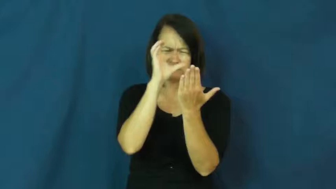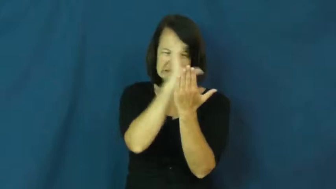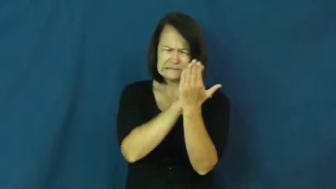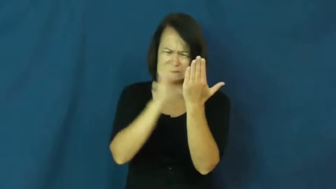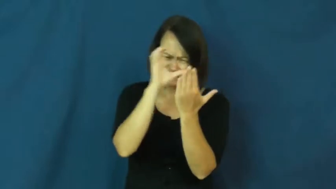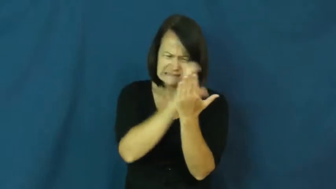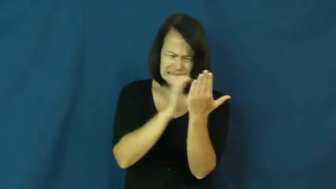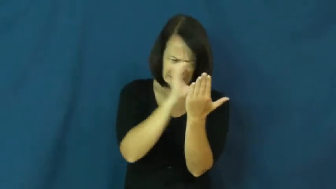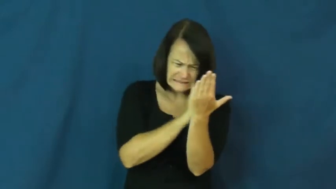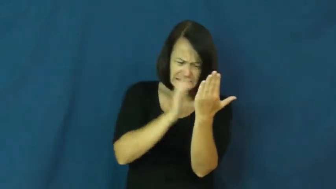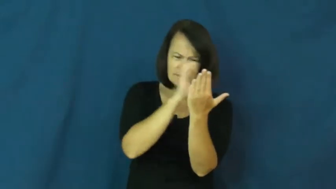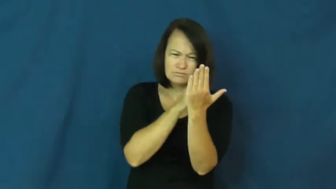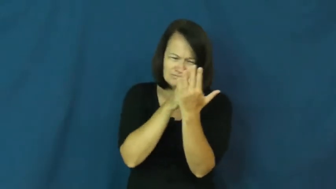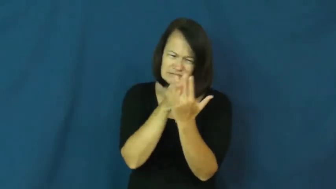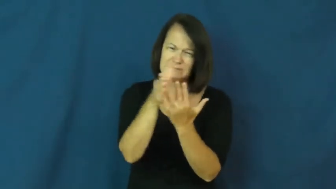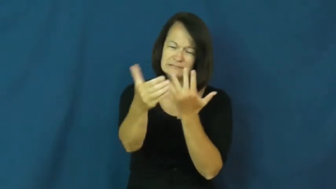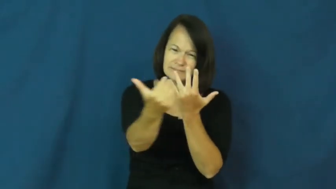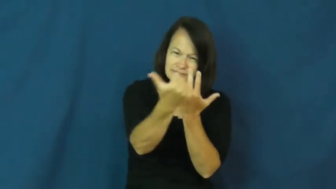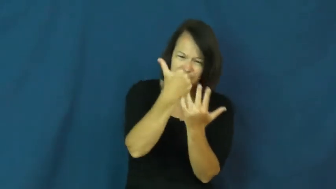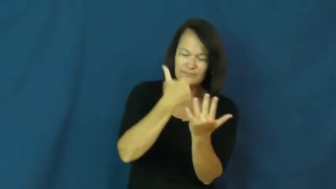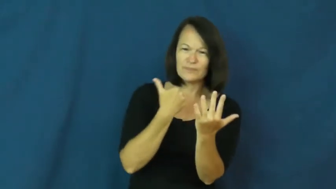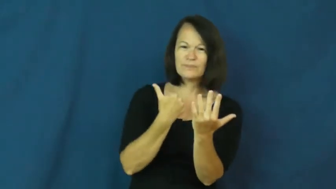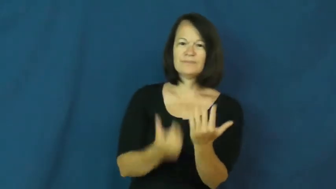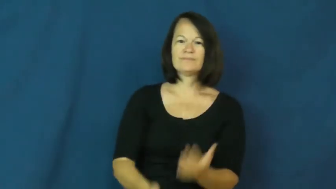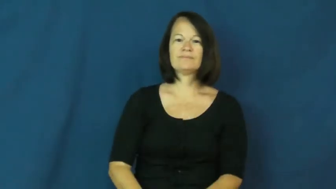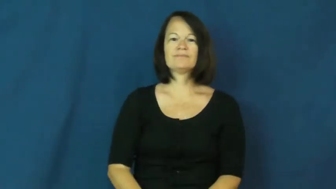look all over